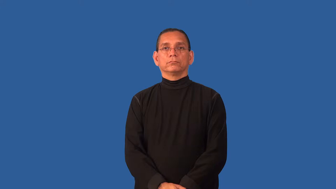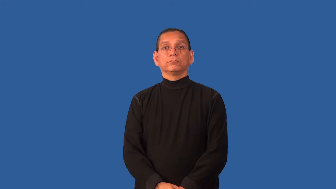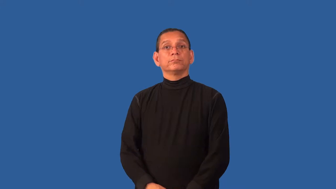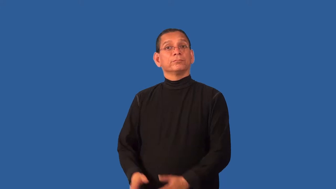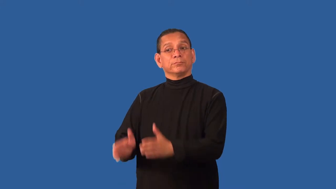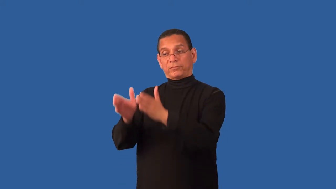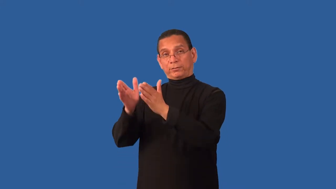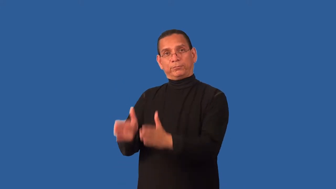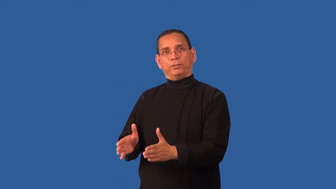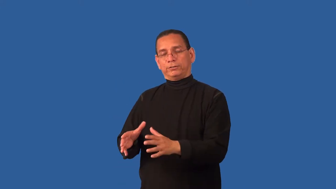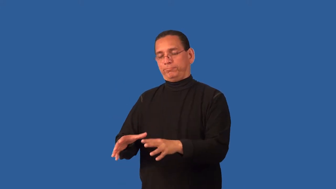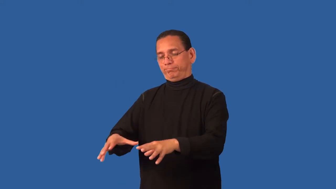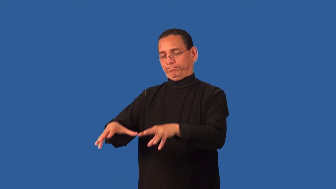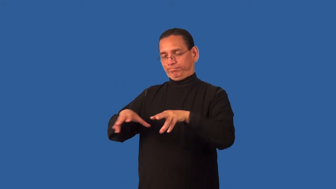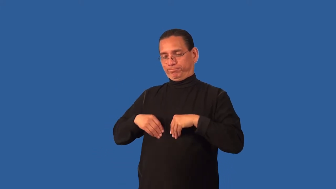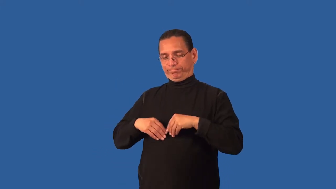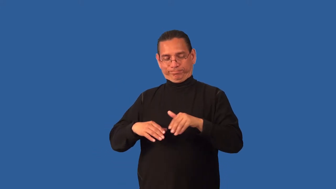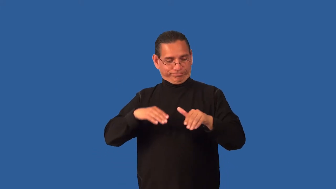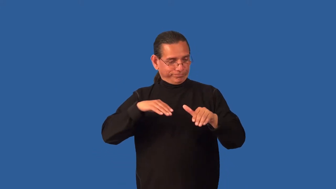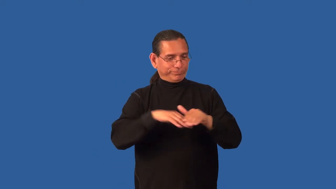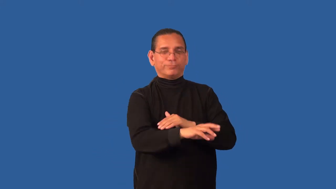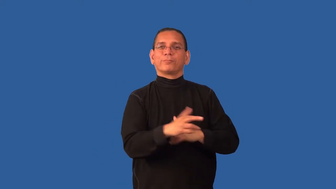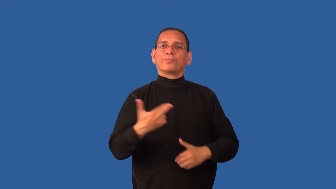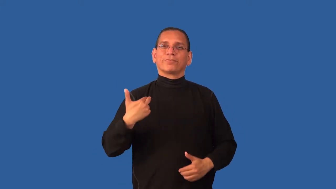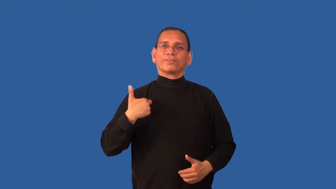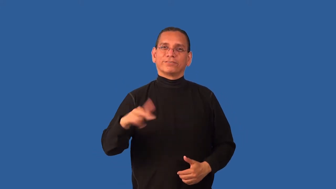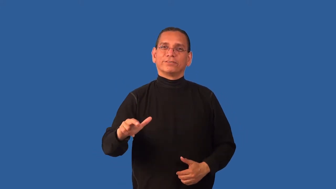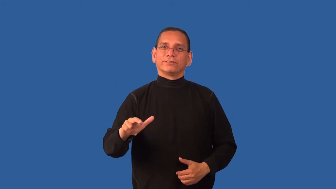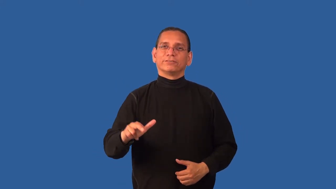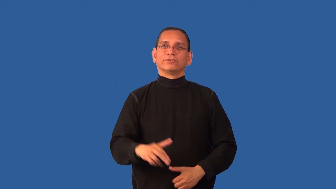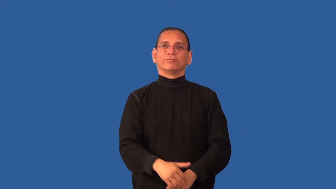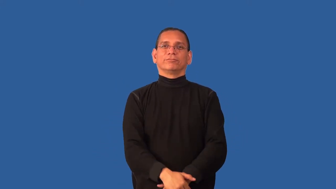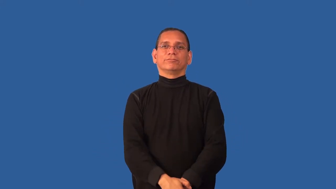confirm-religion